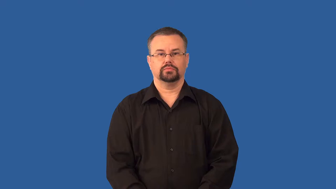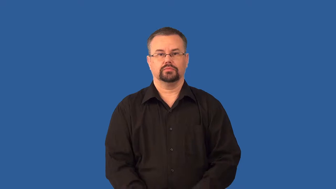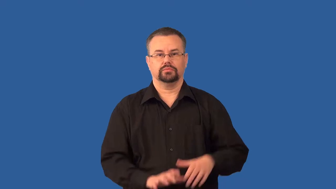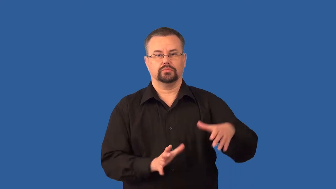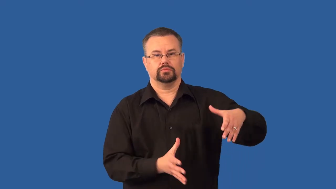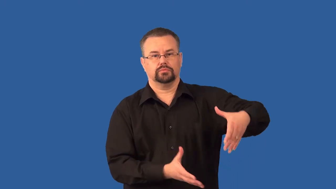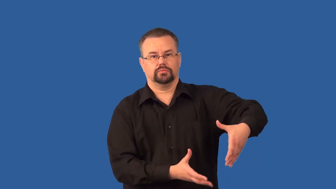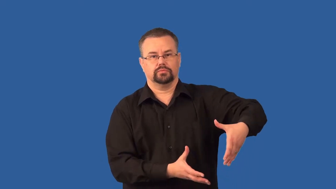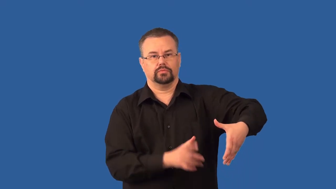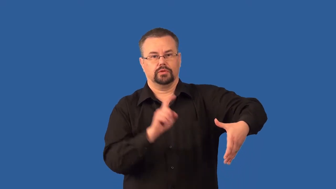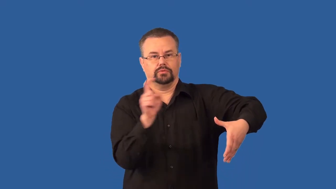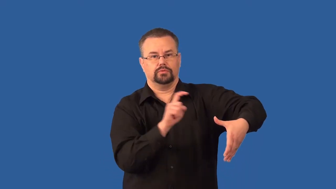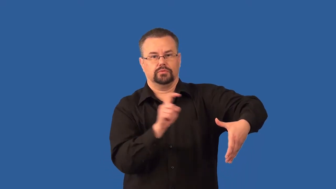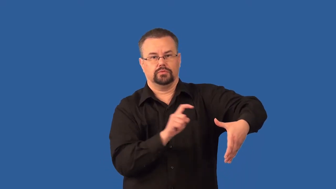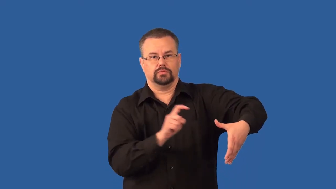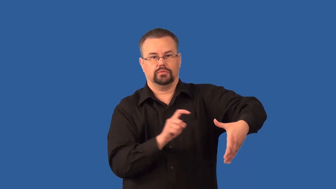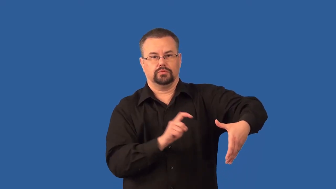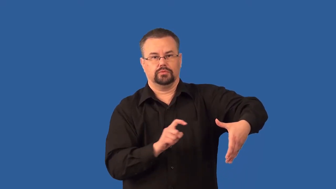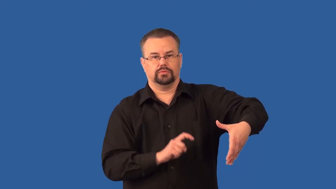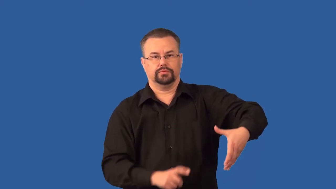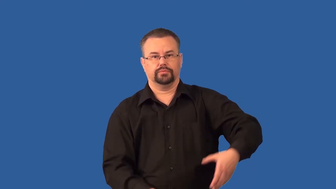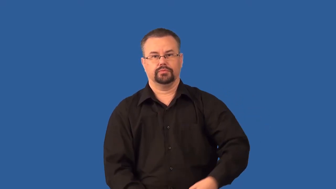seismogram